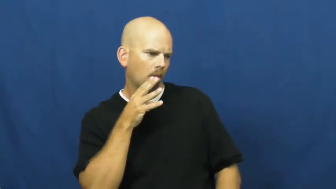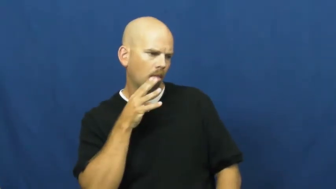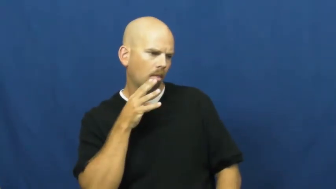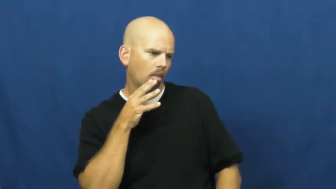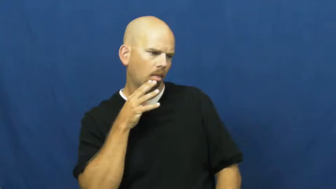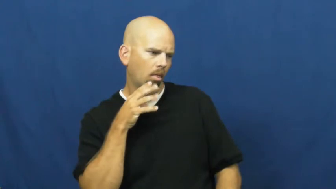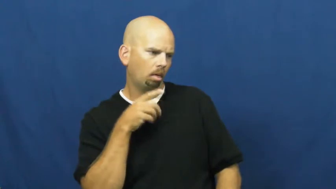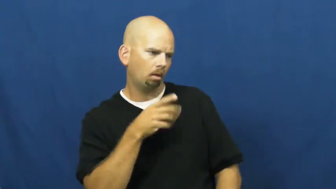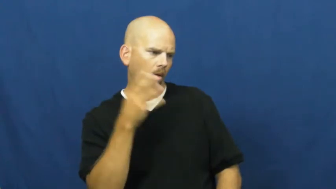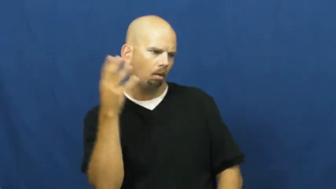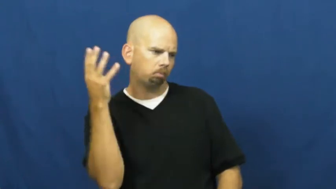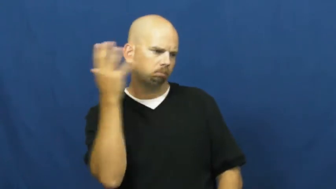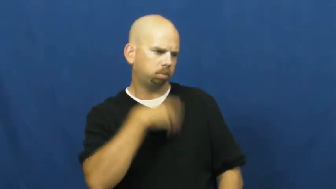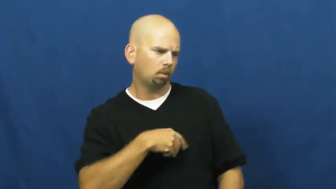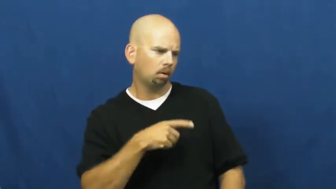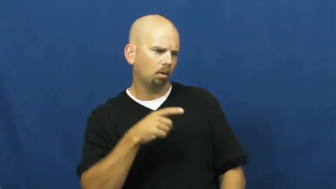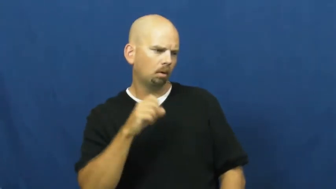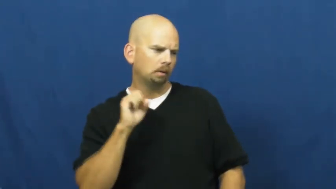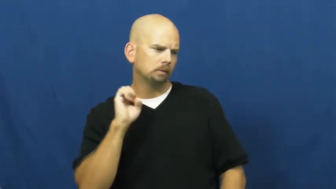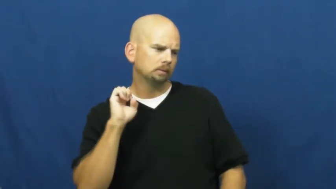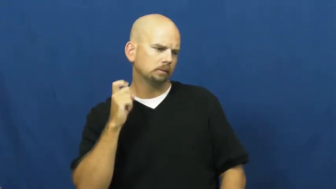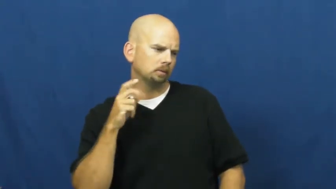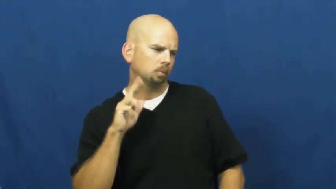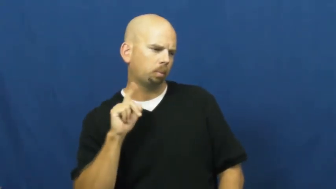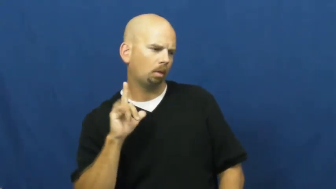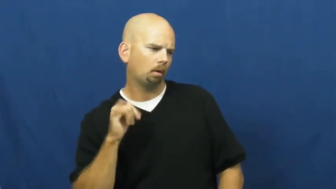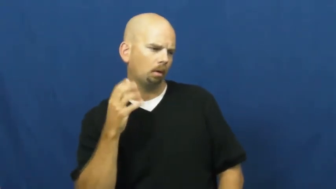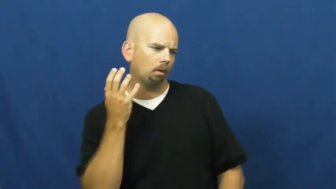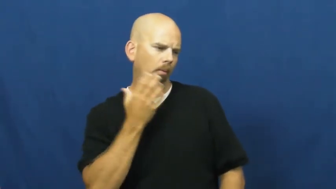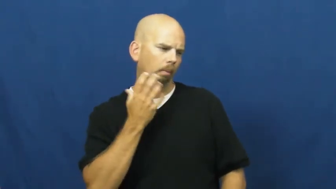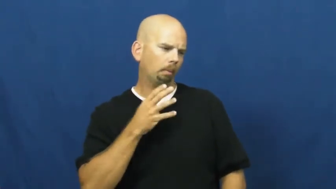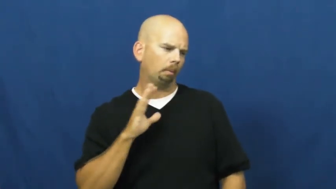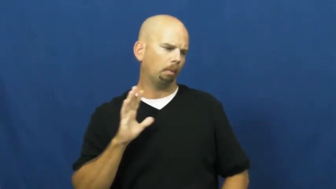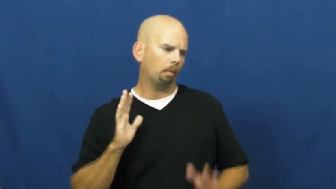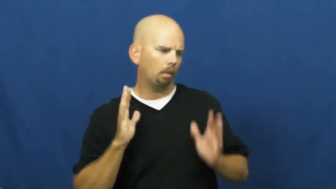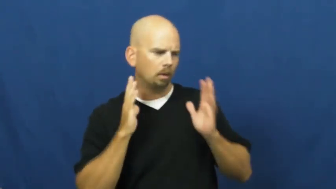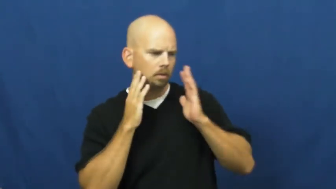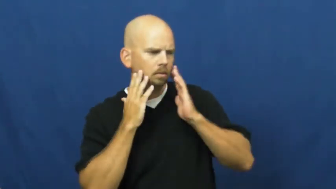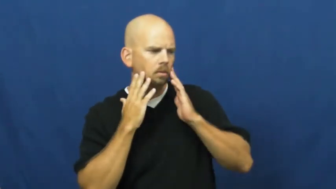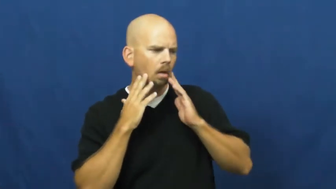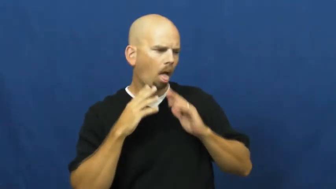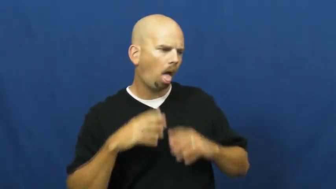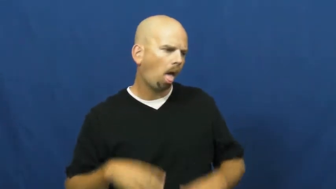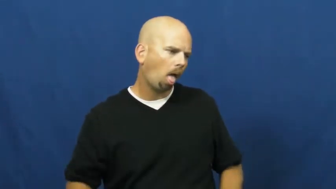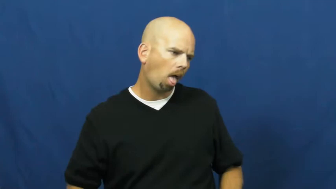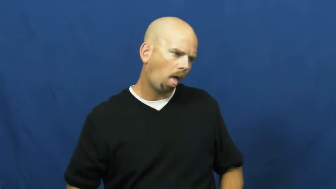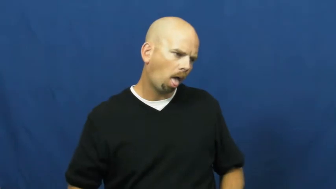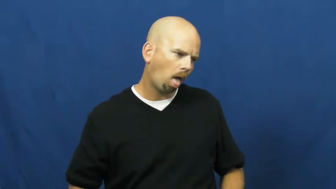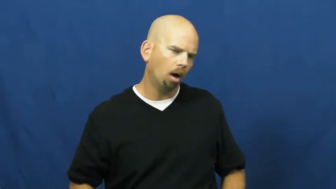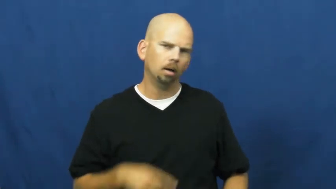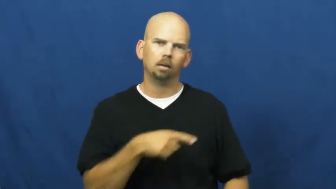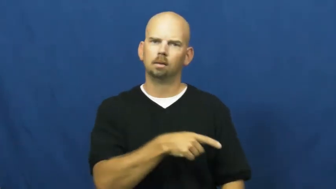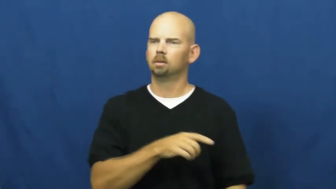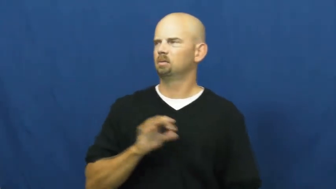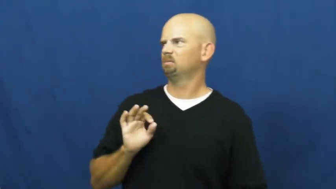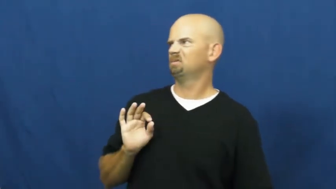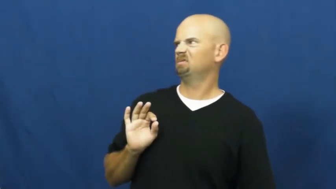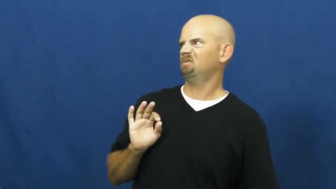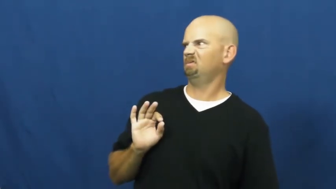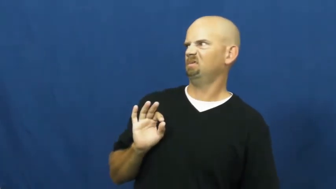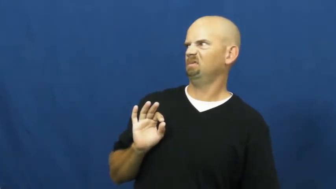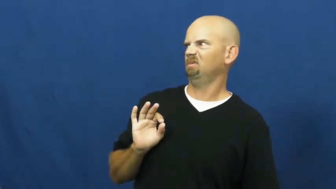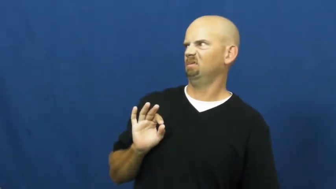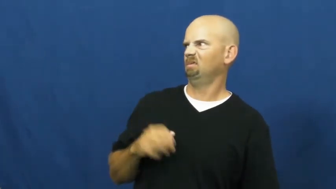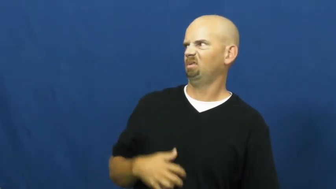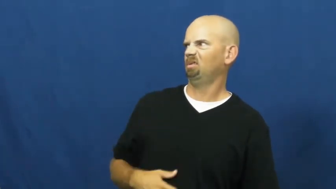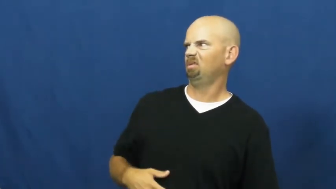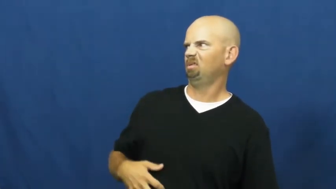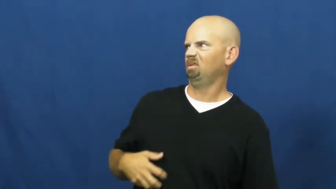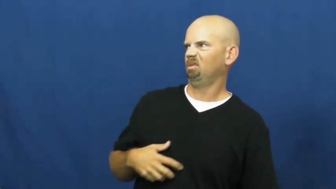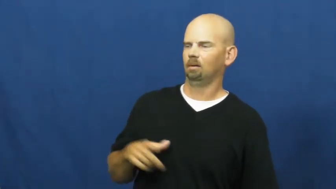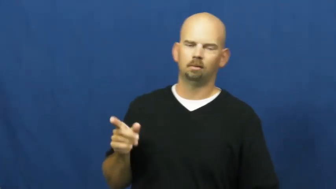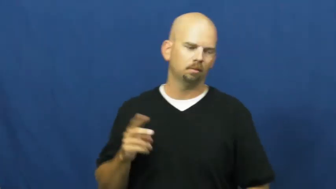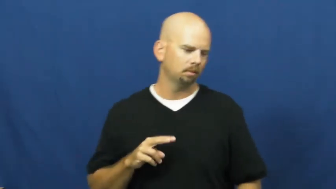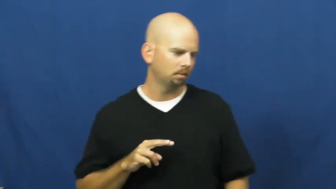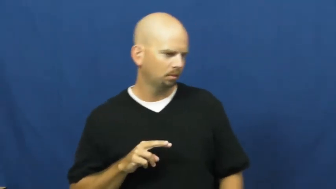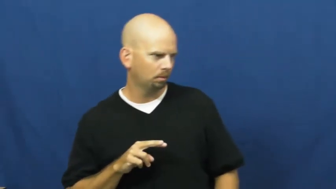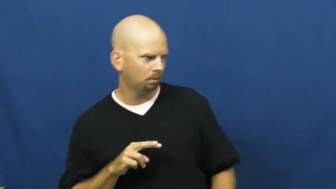ogle